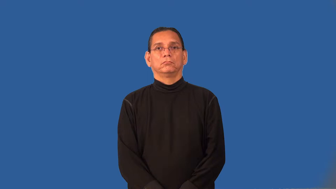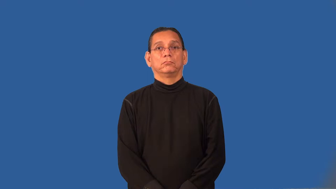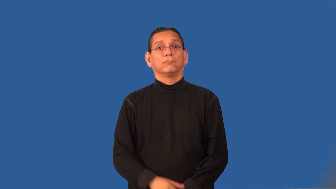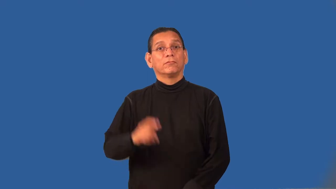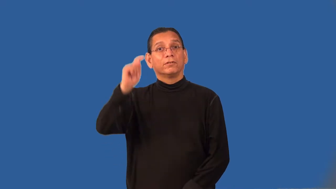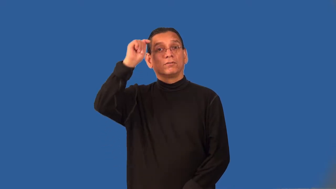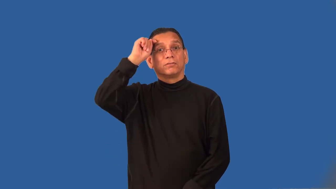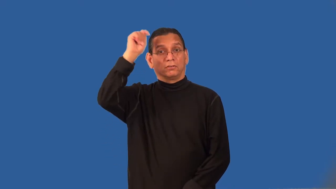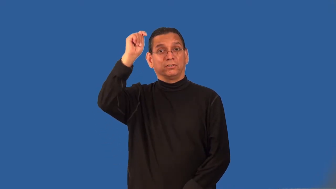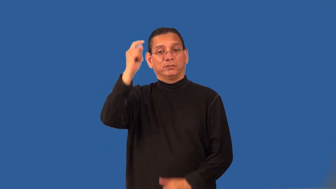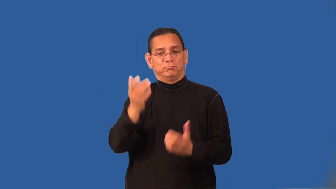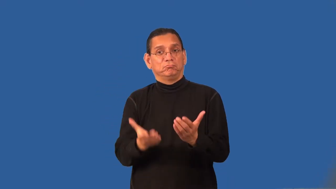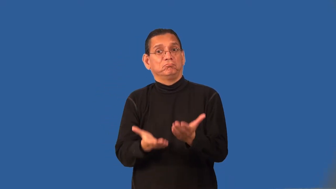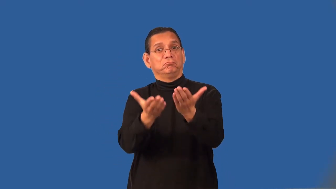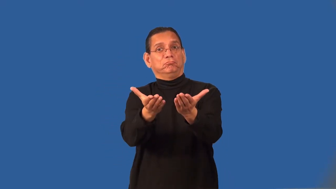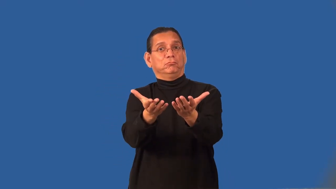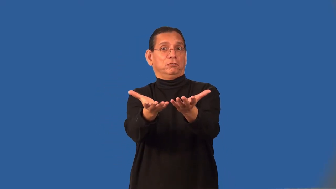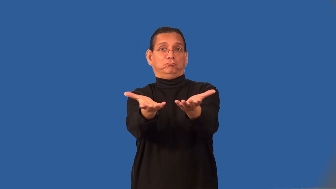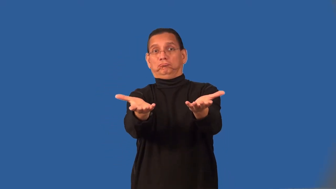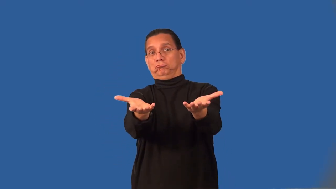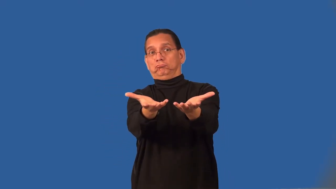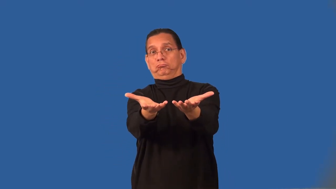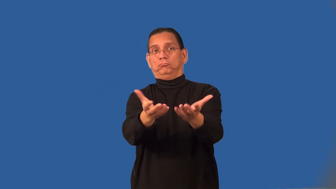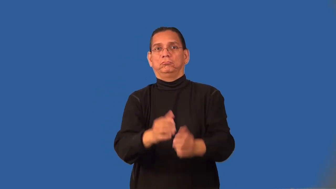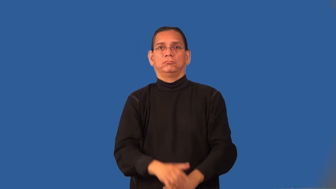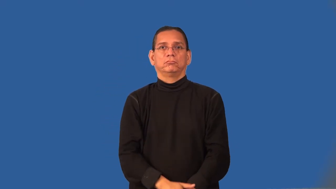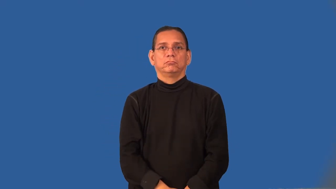proposition